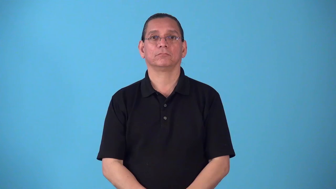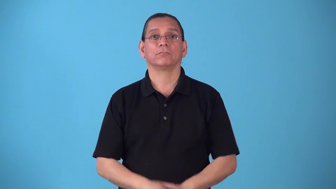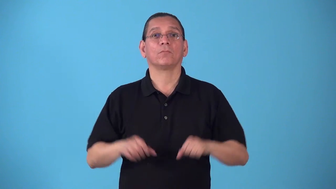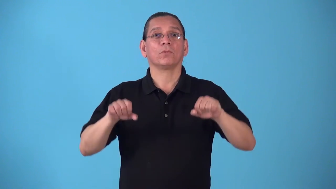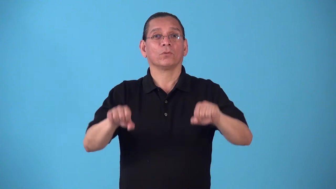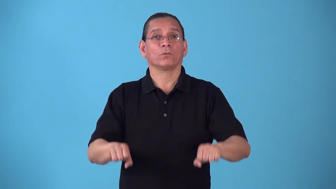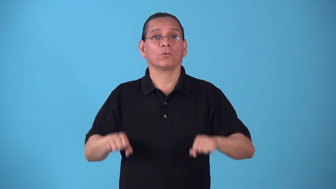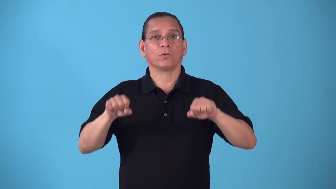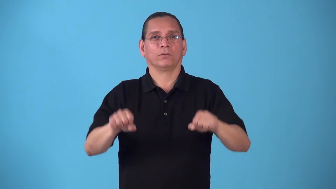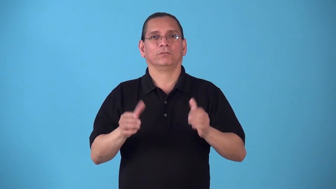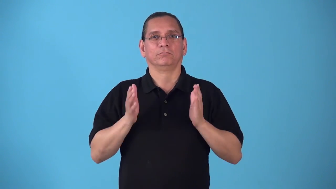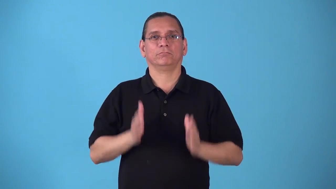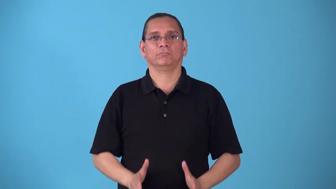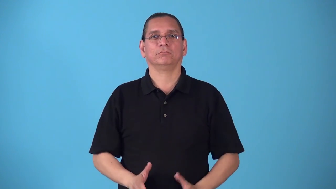rower